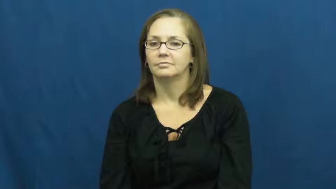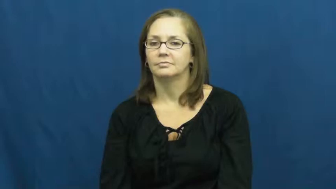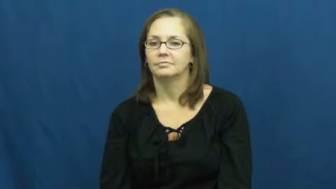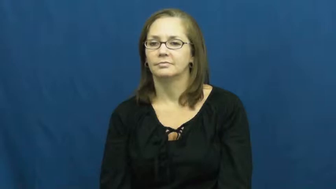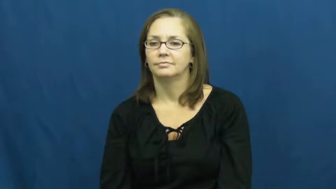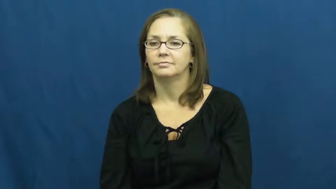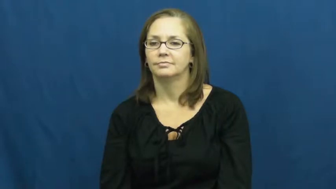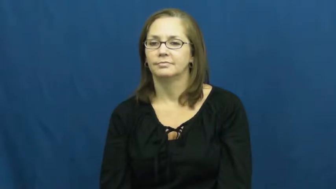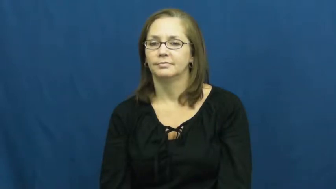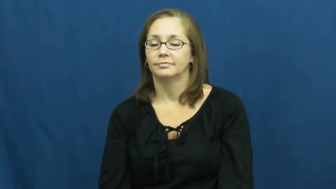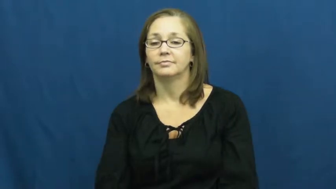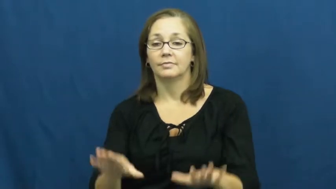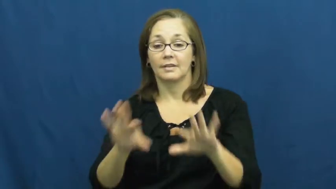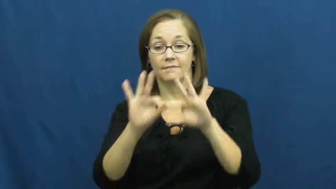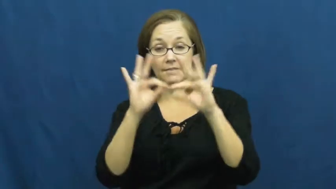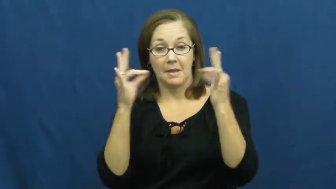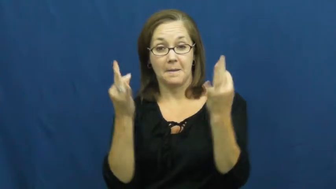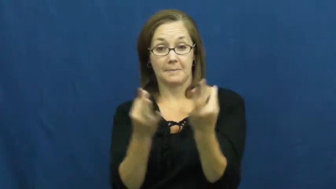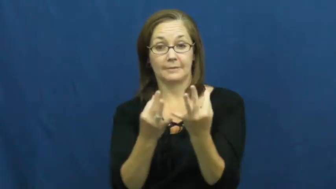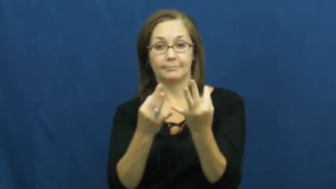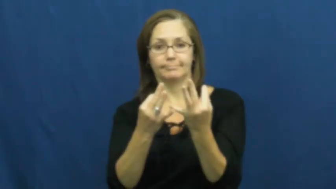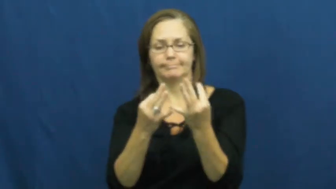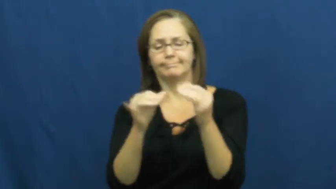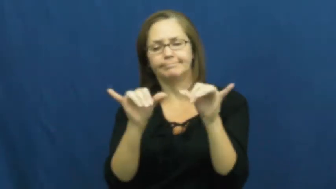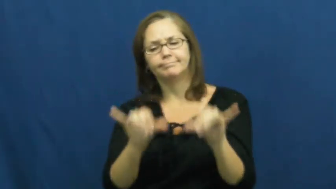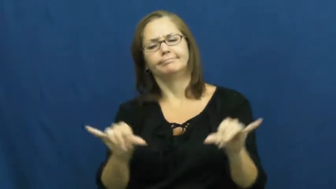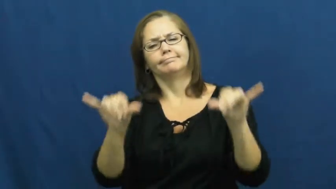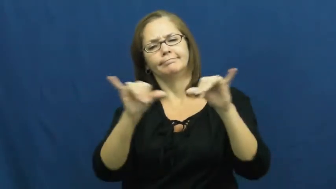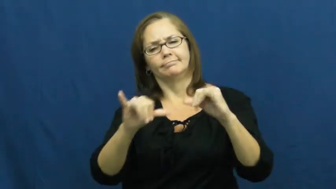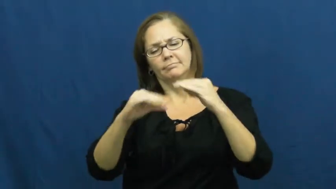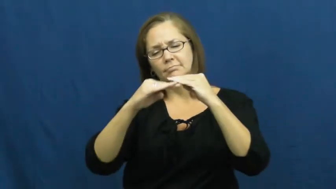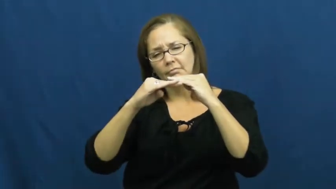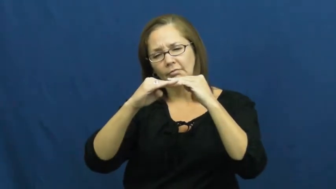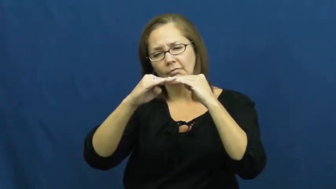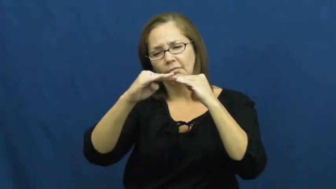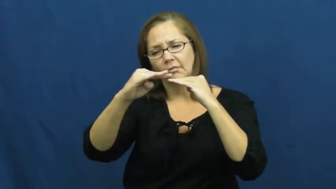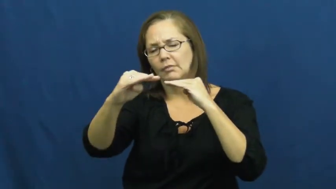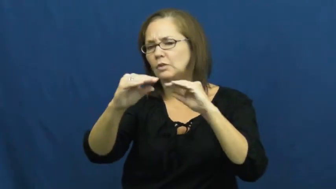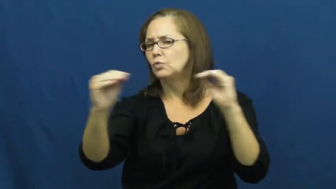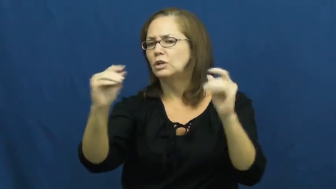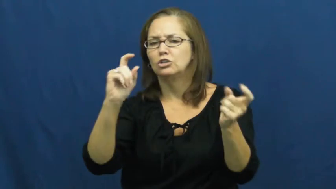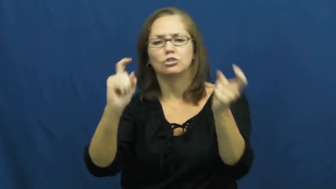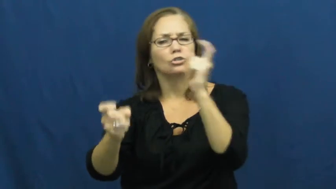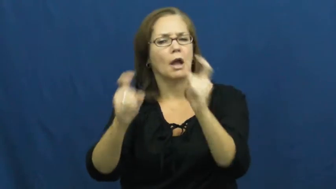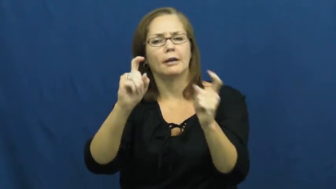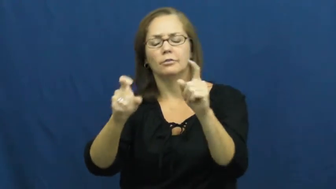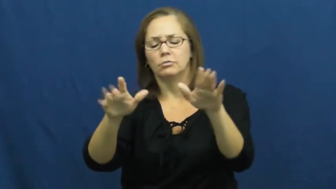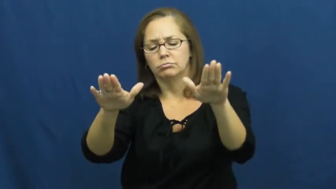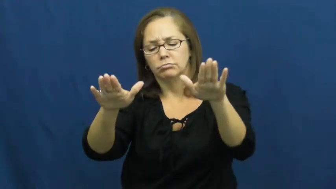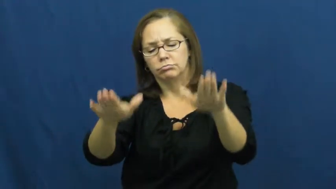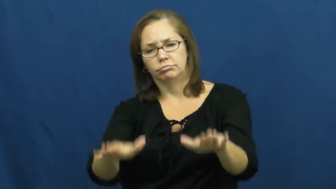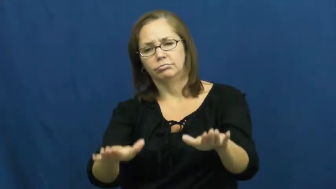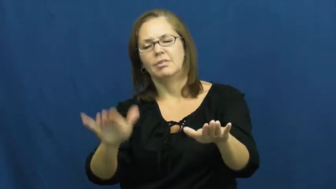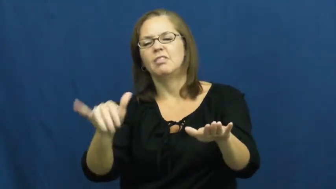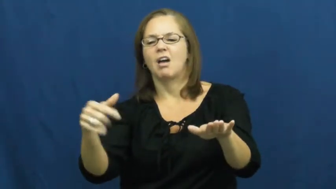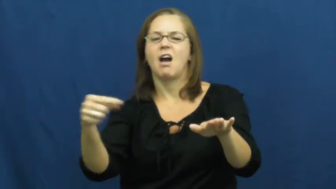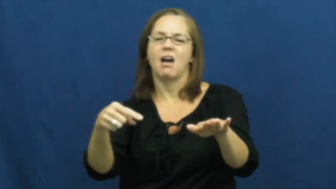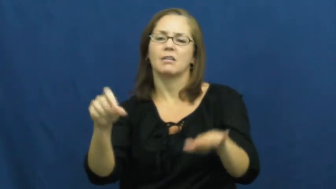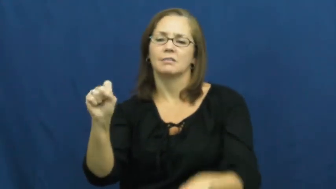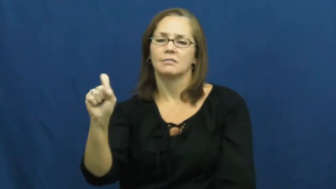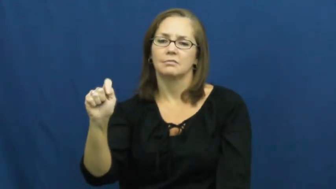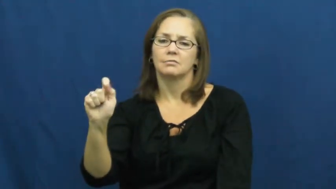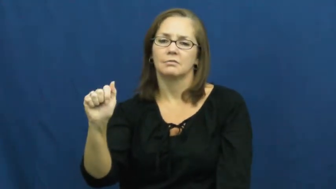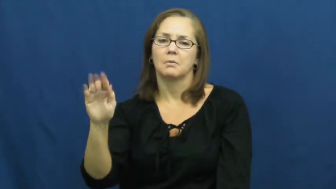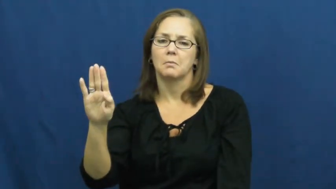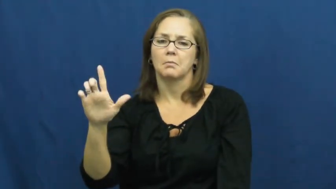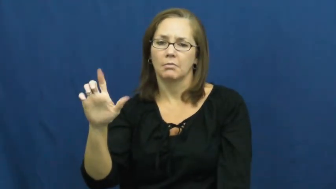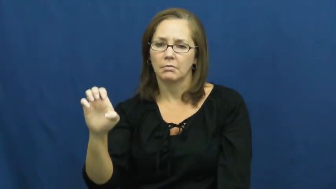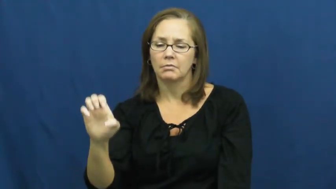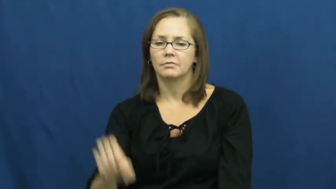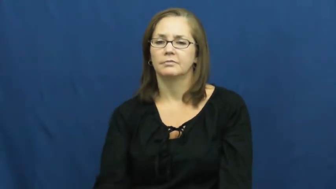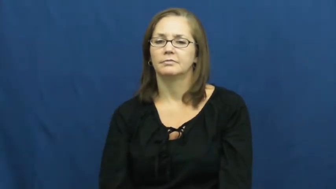stable-family